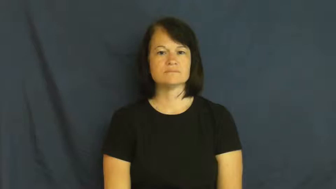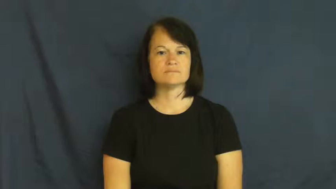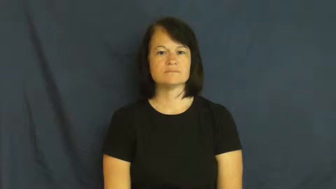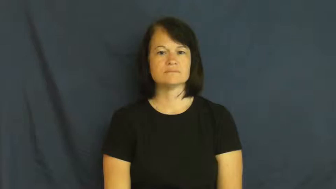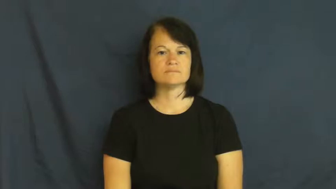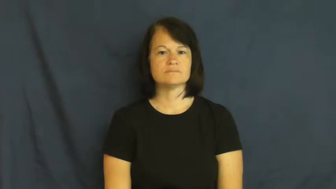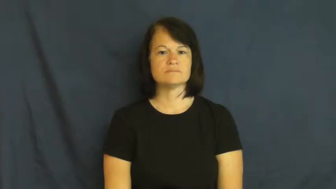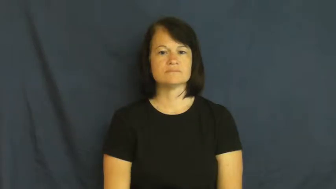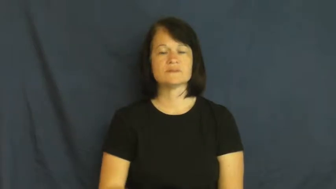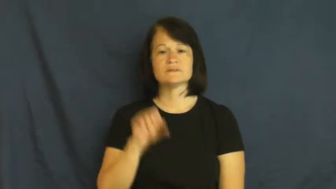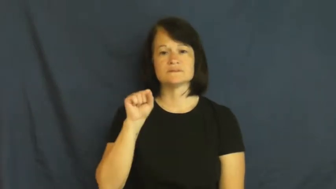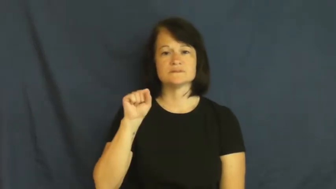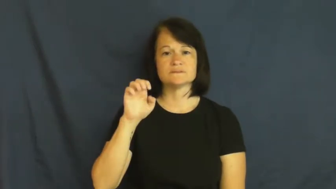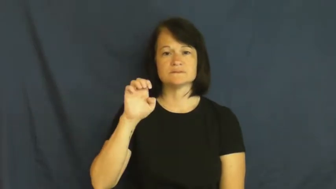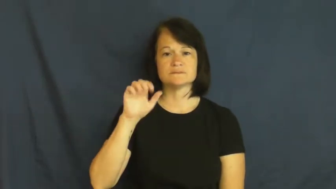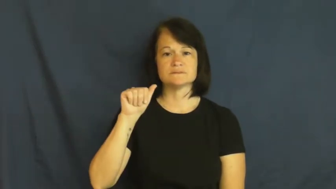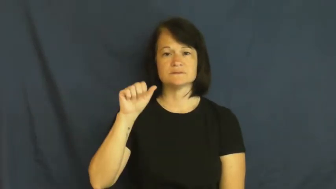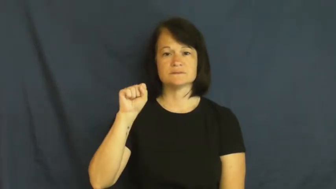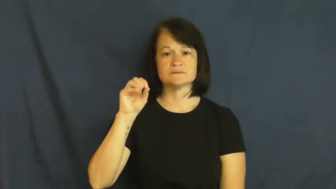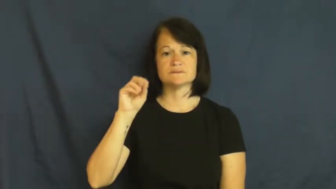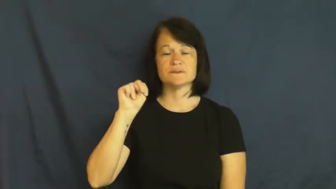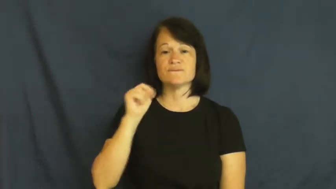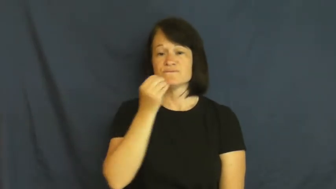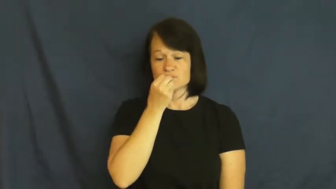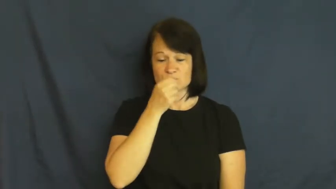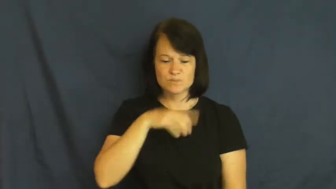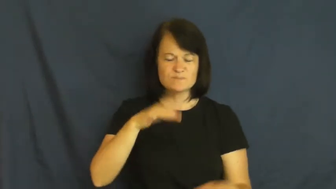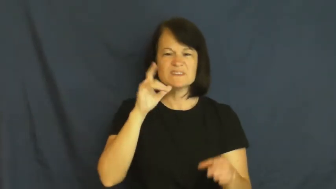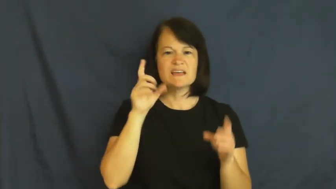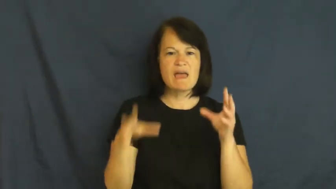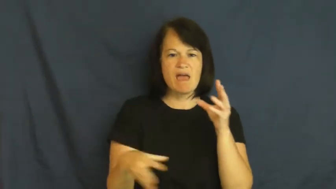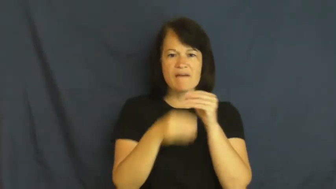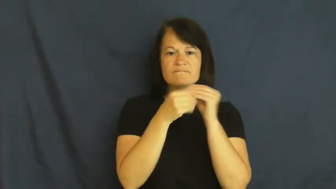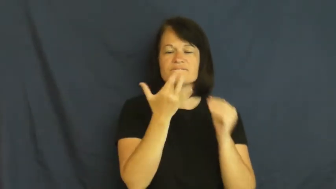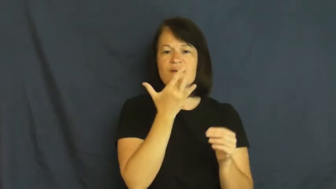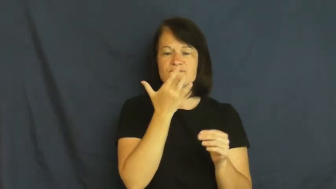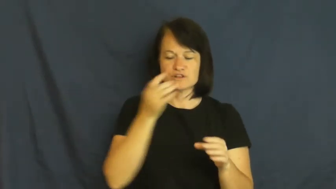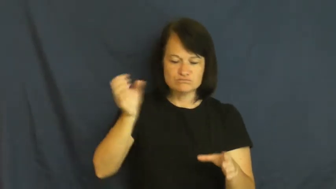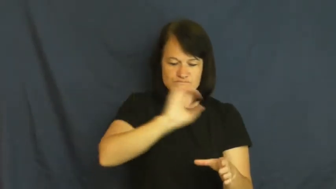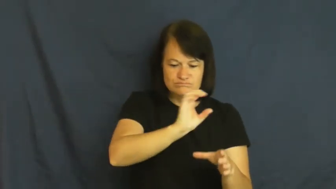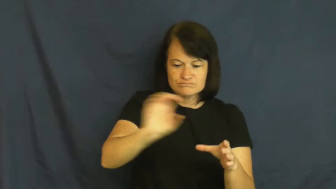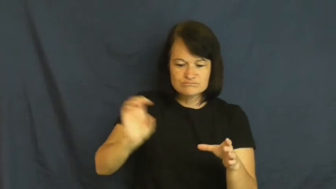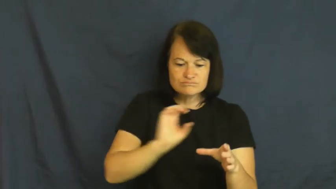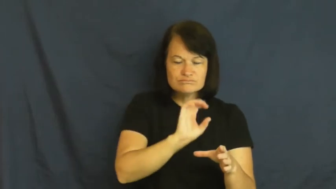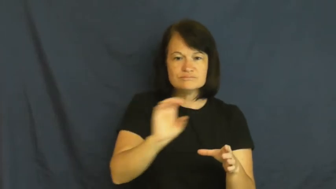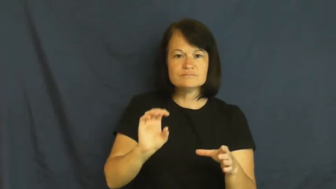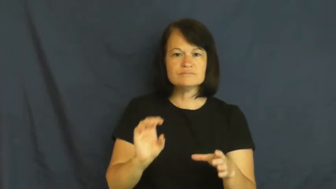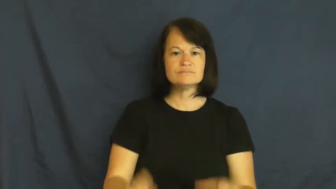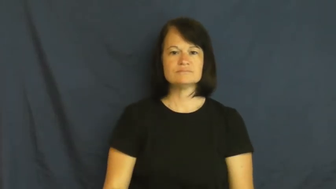shake on